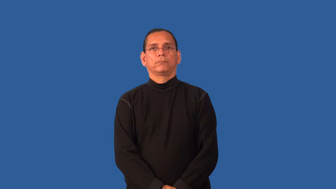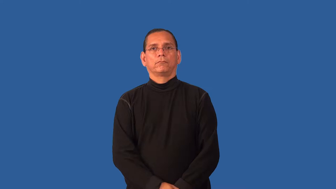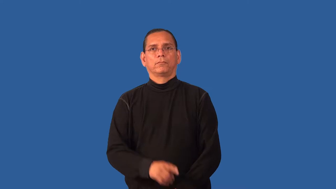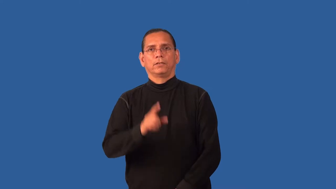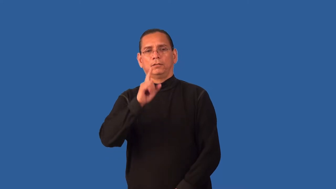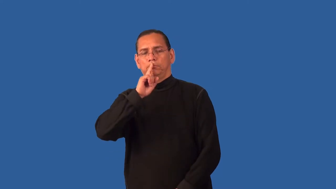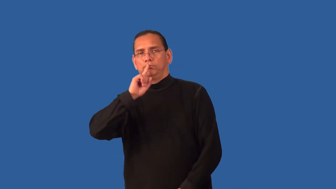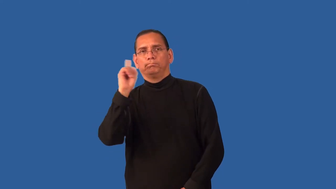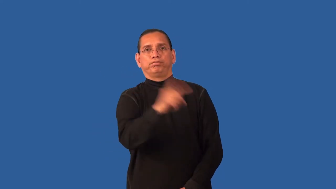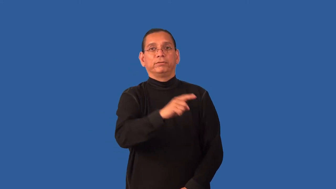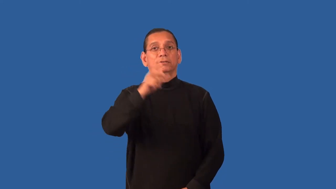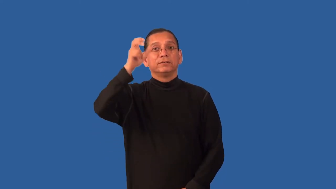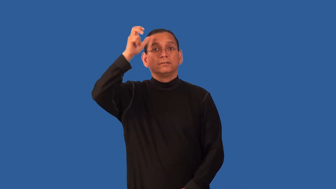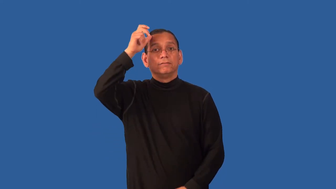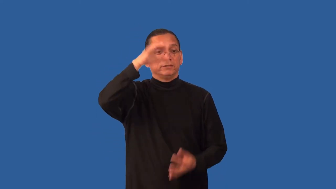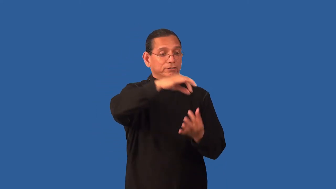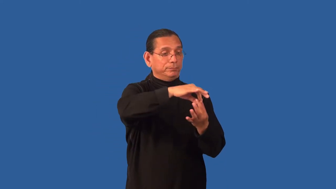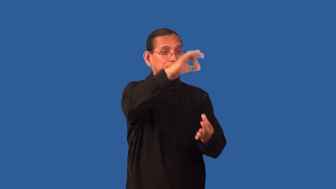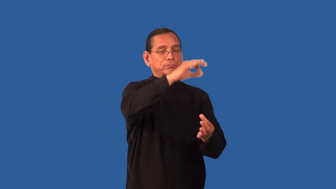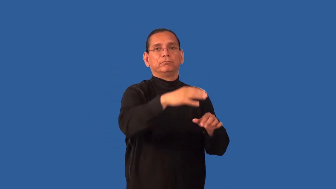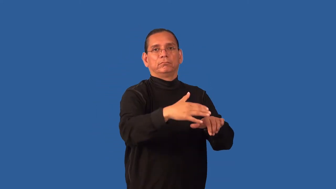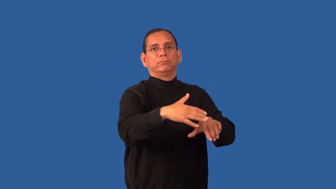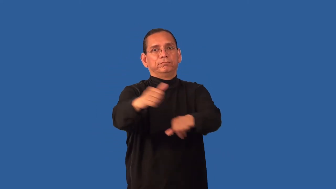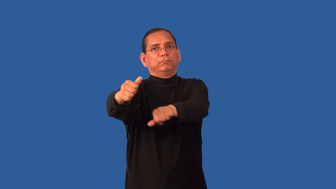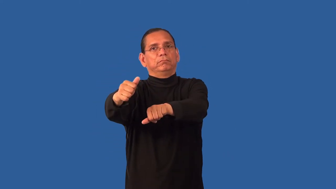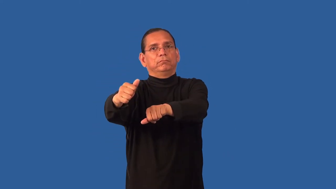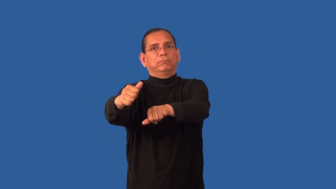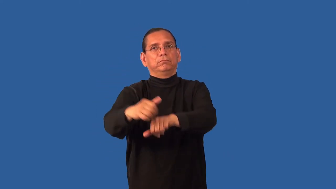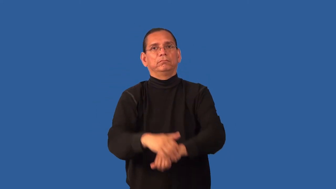exorcize